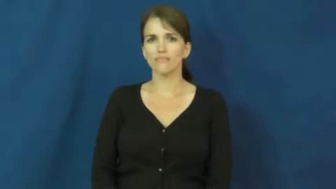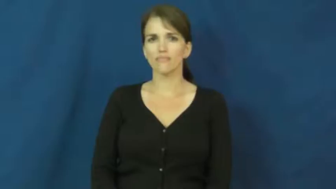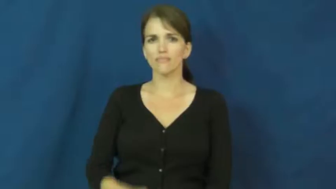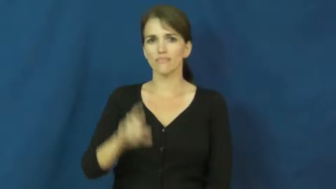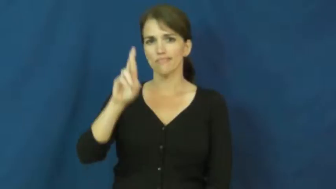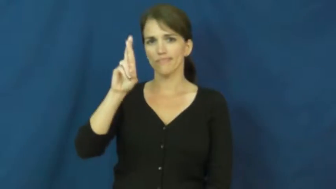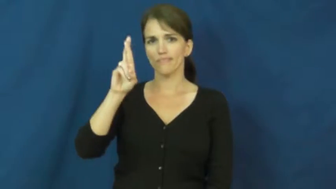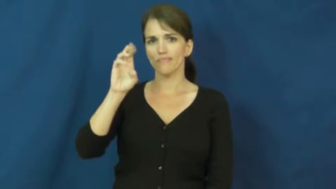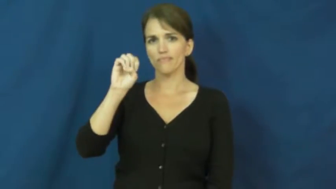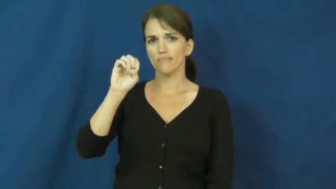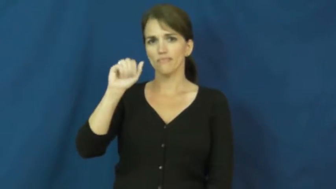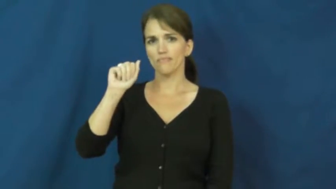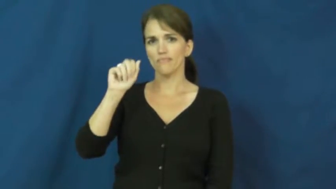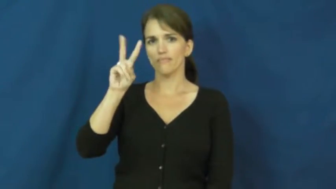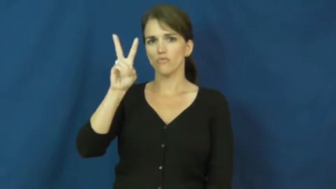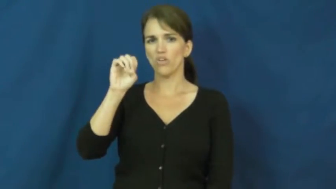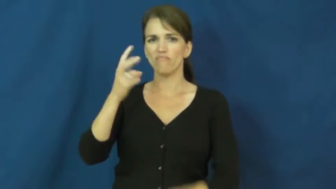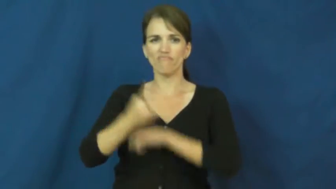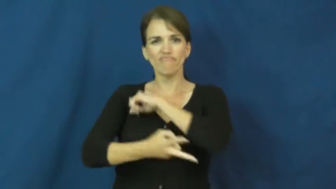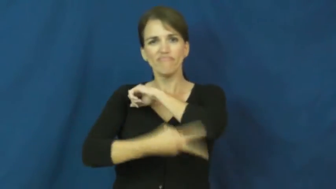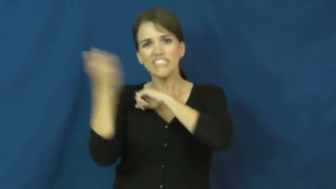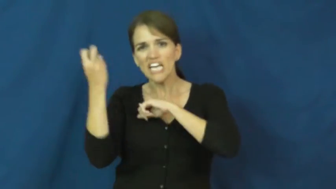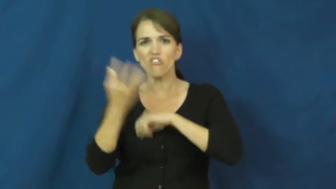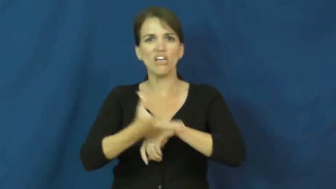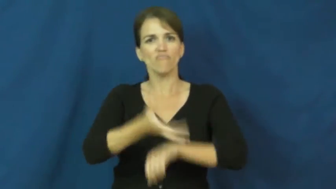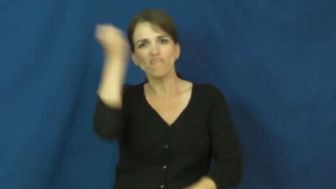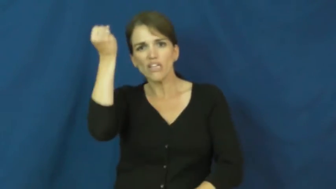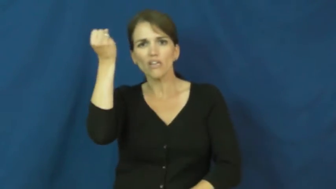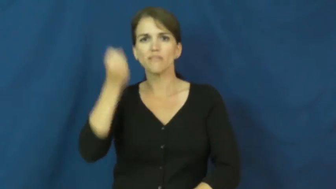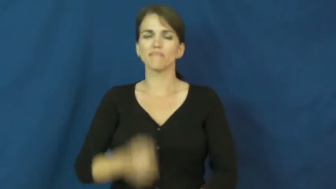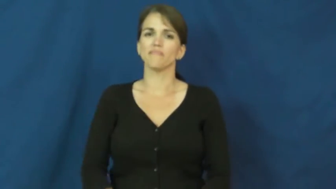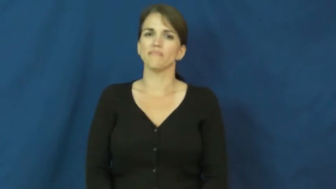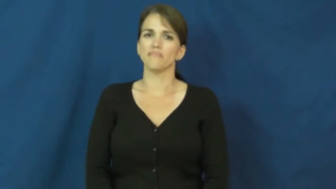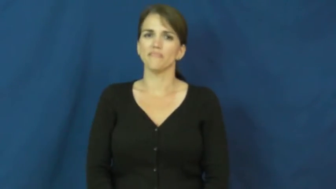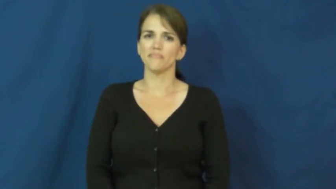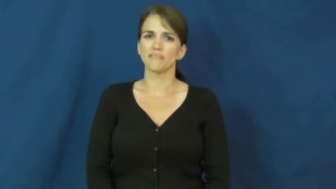reave